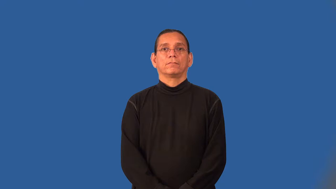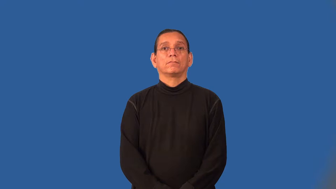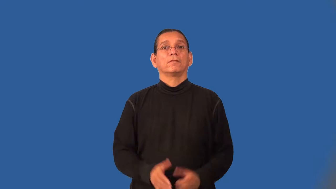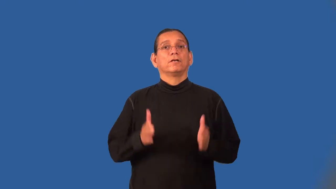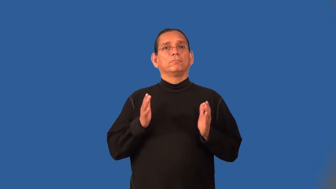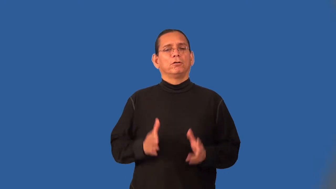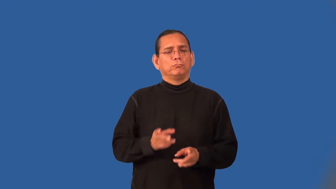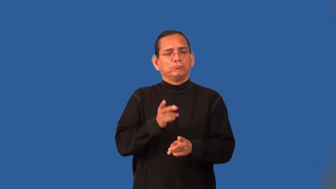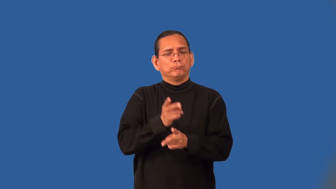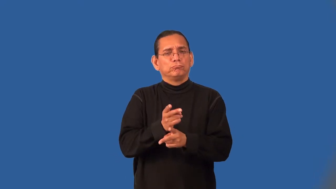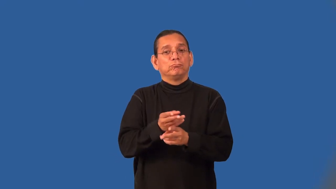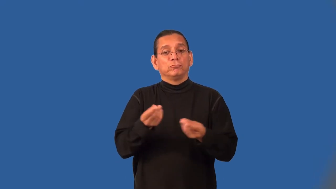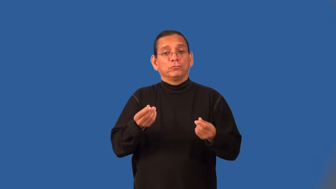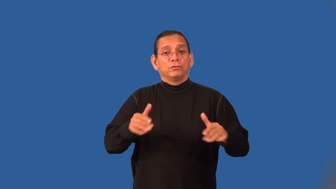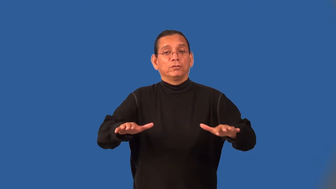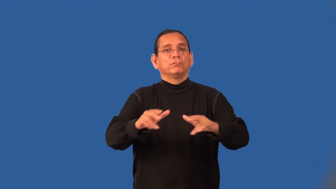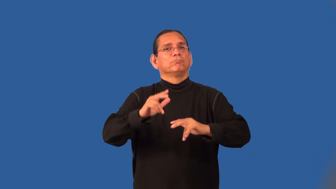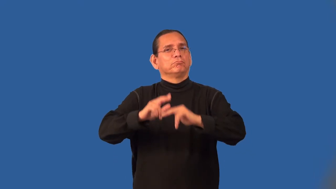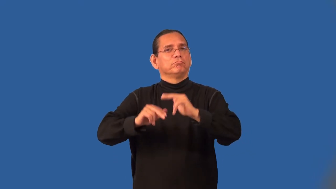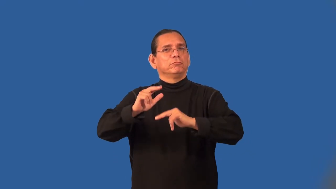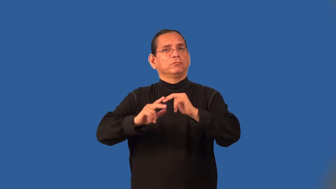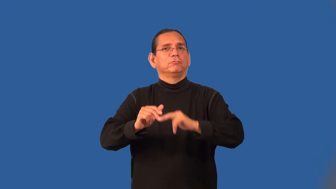caretaker